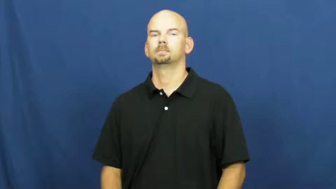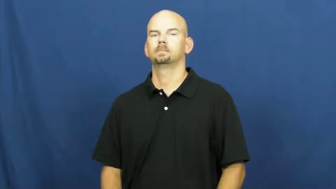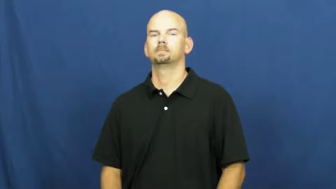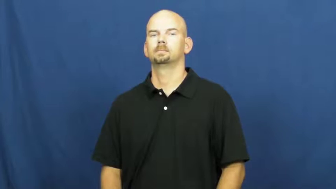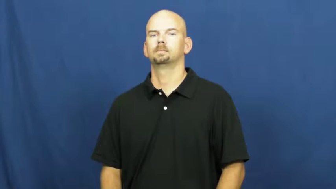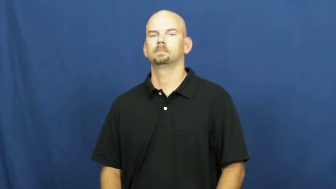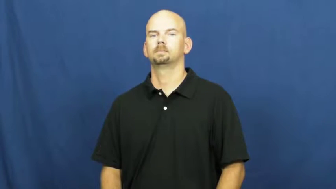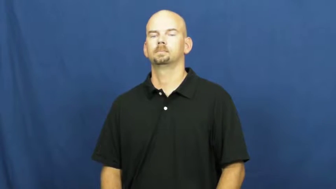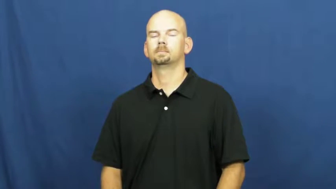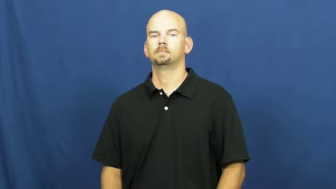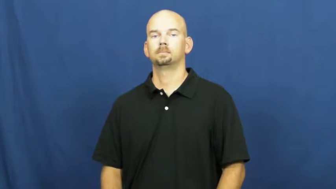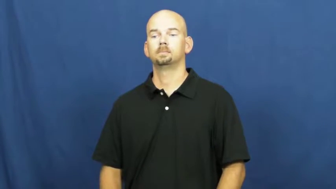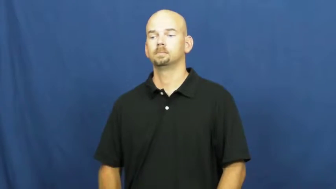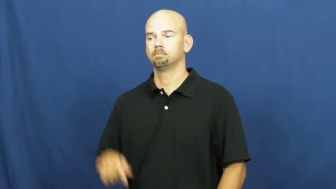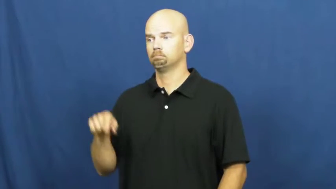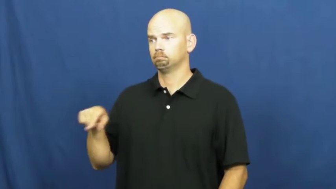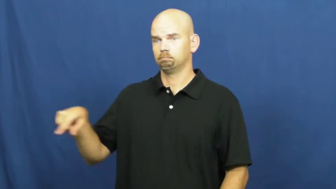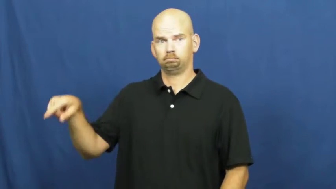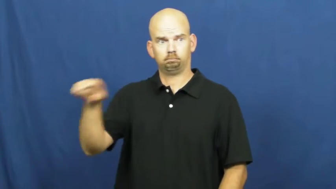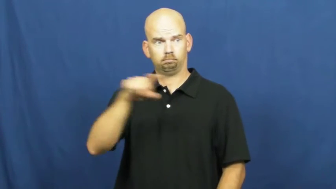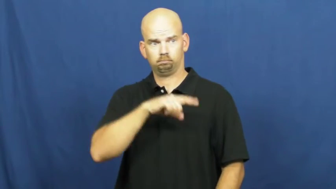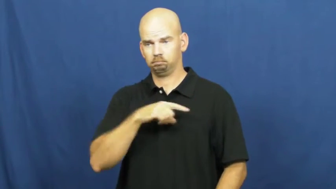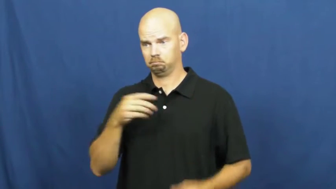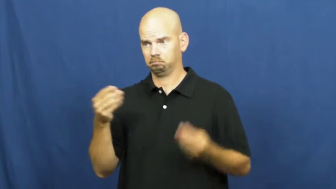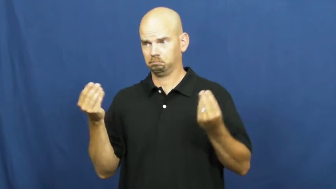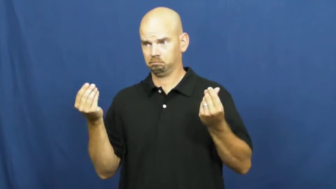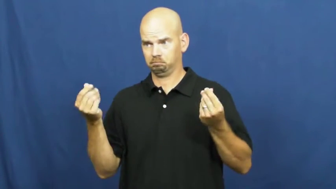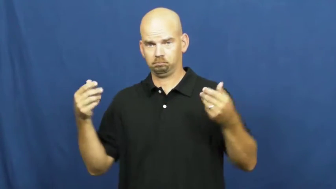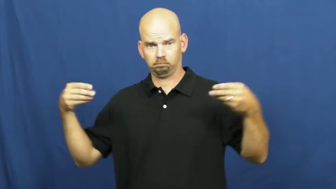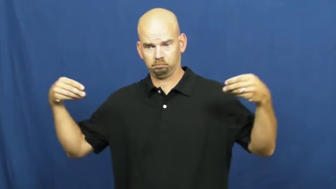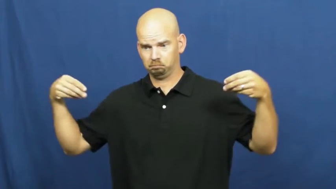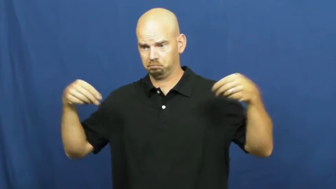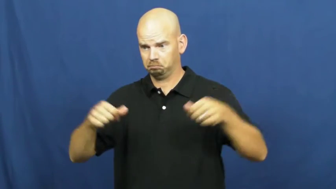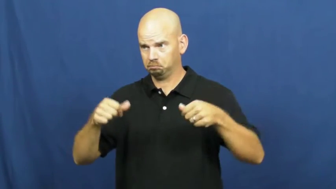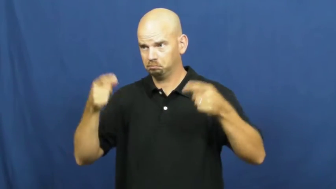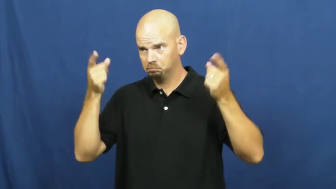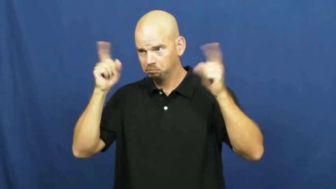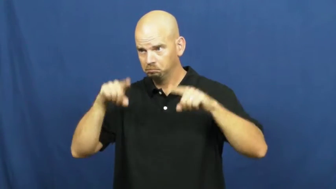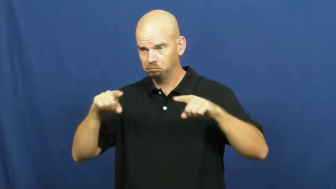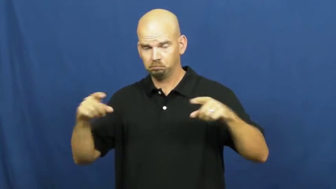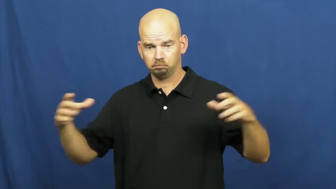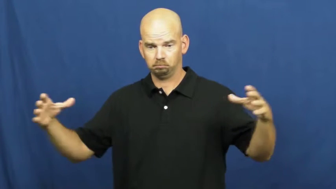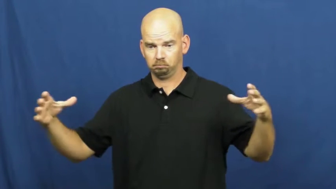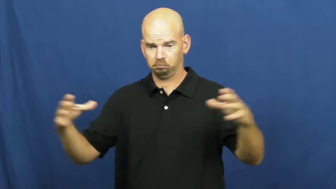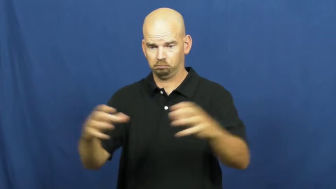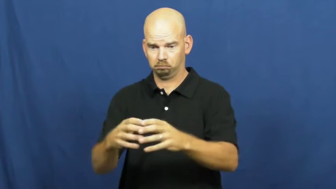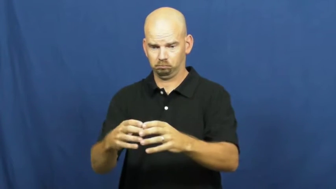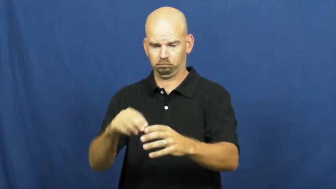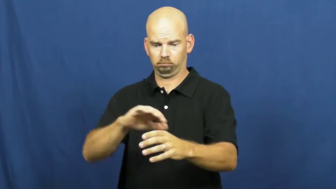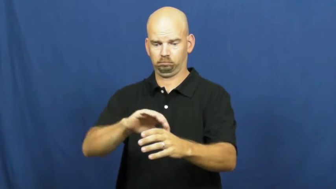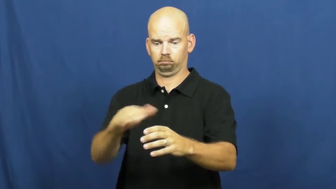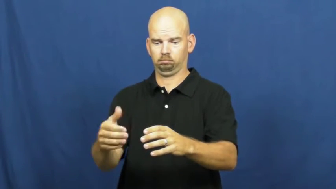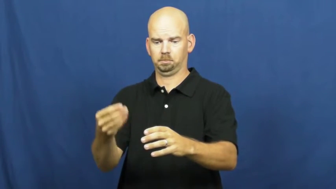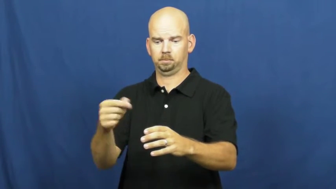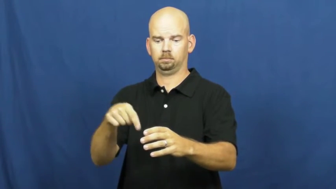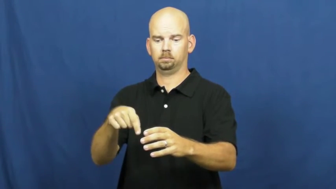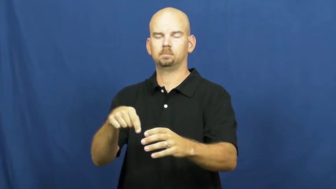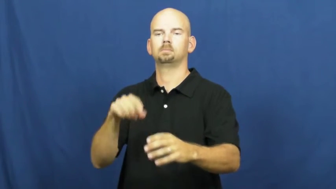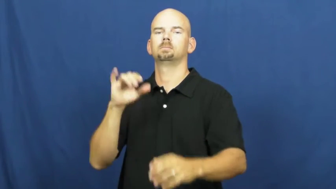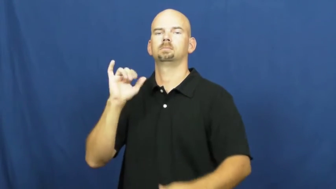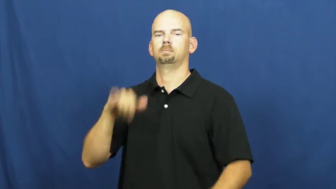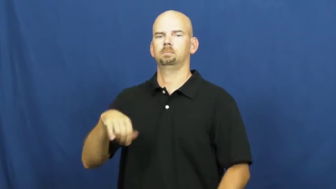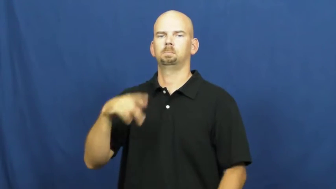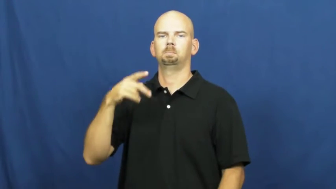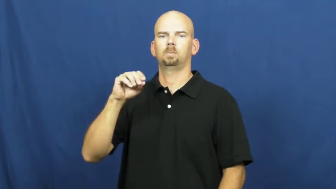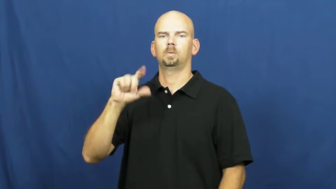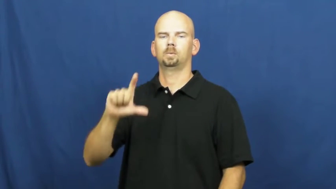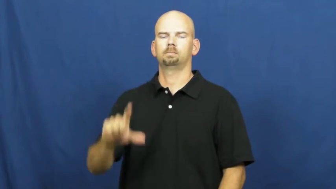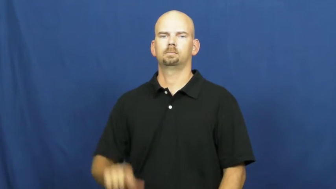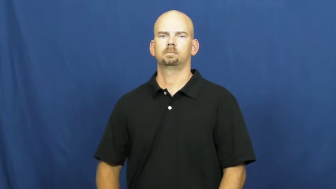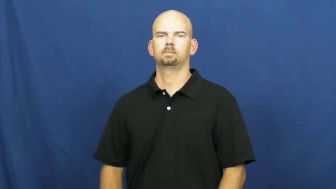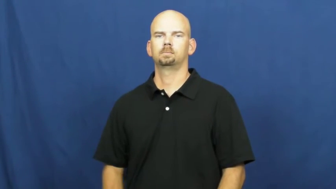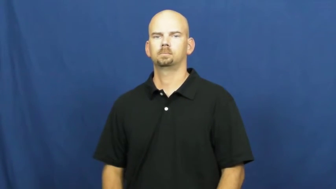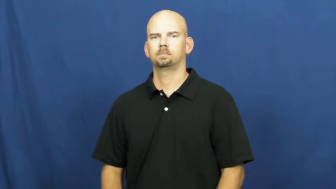pool-resources